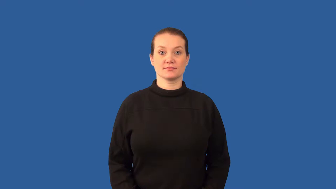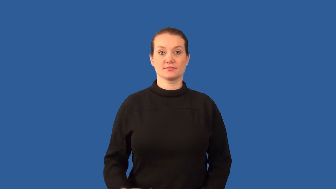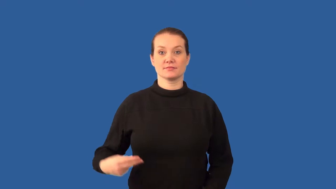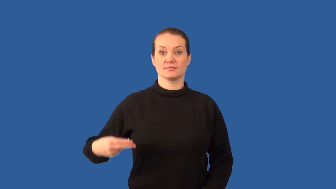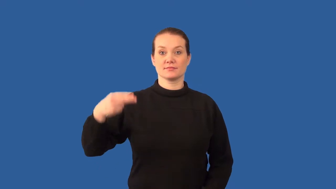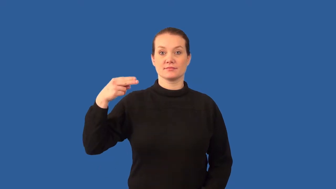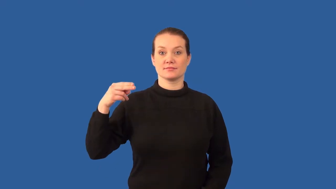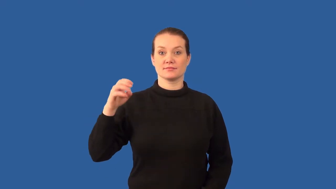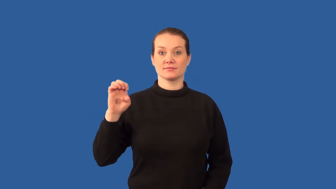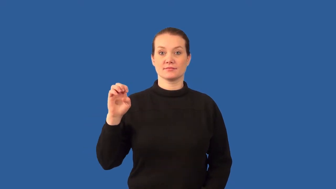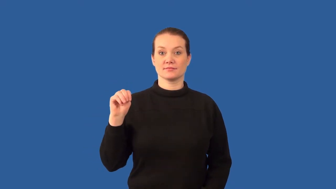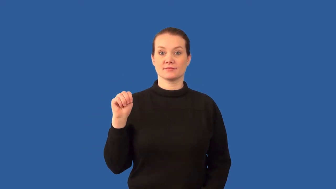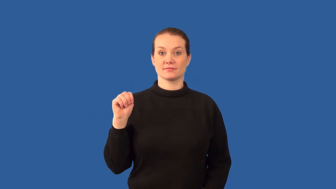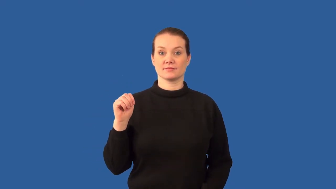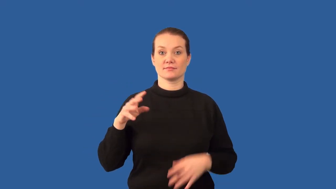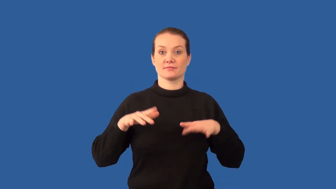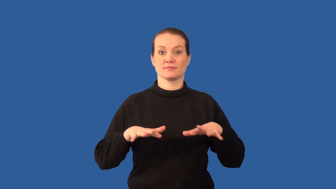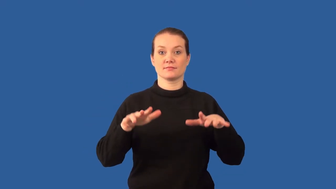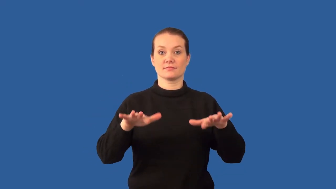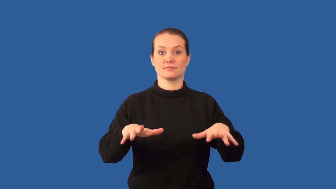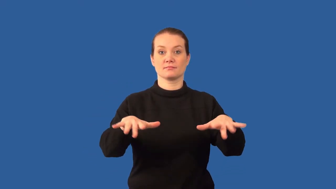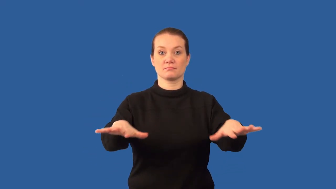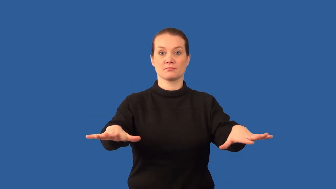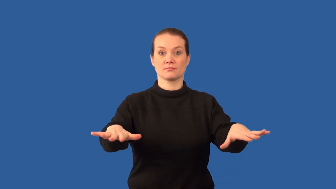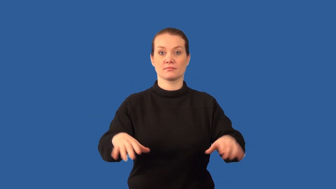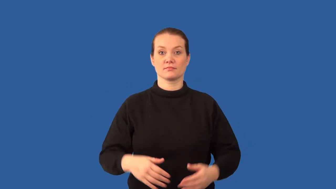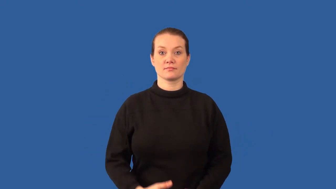gamma ray